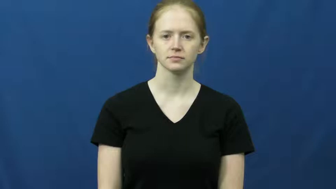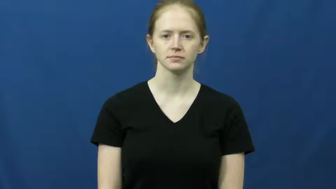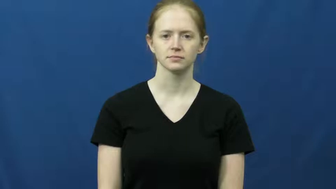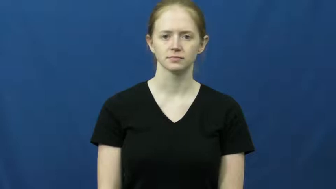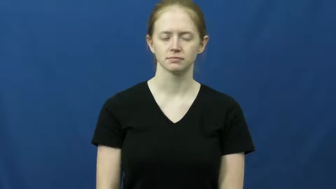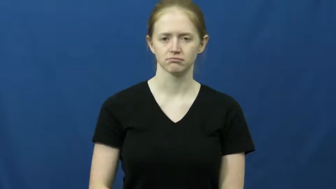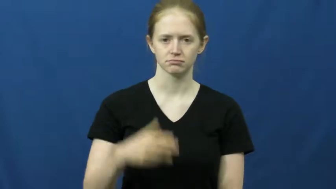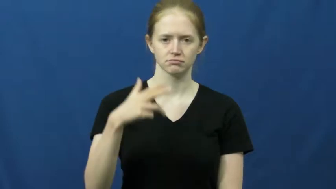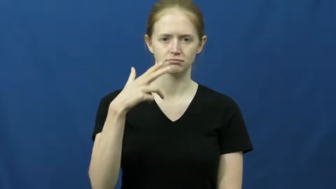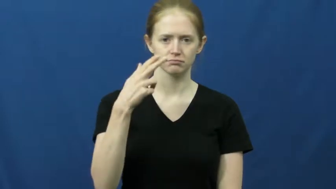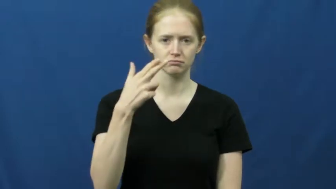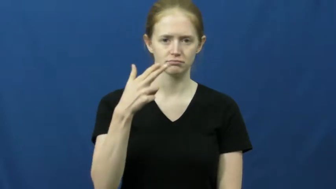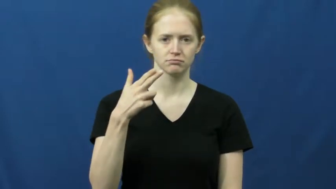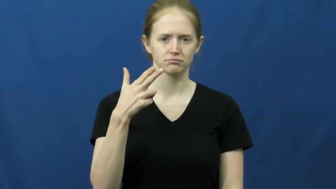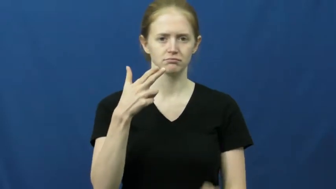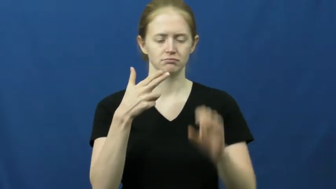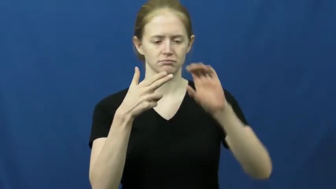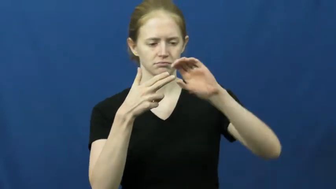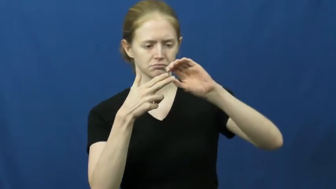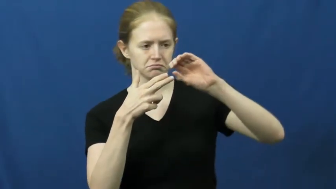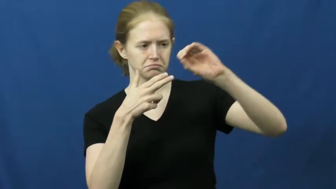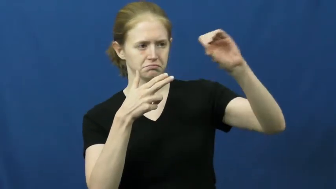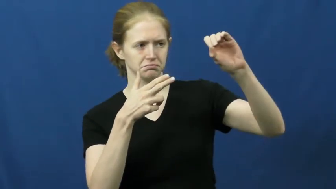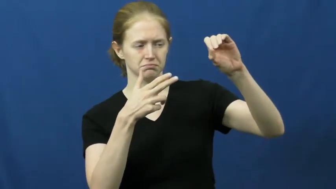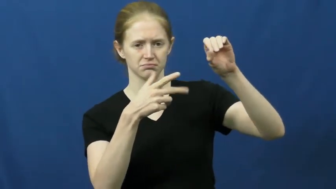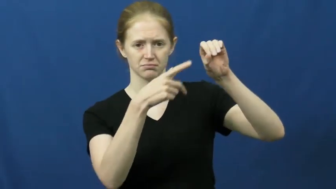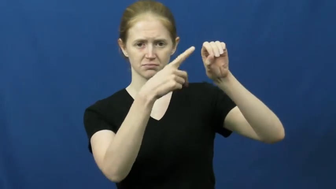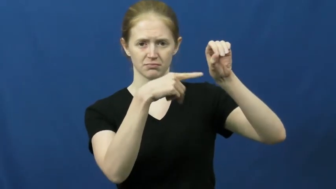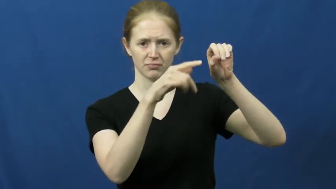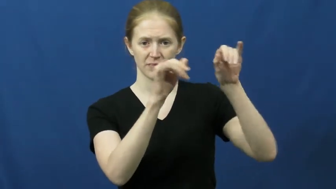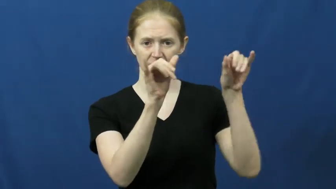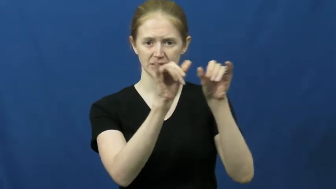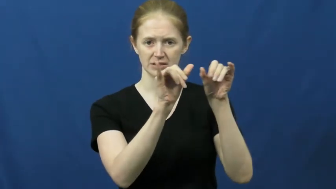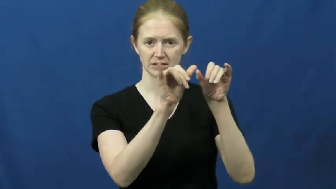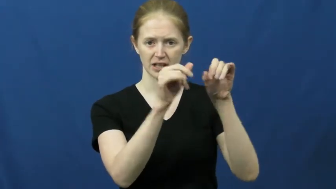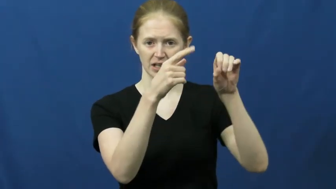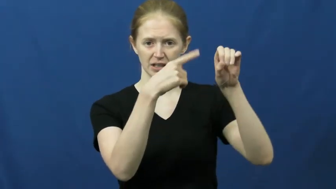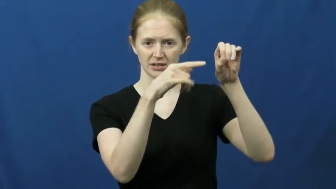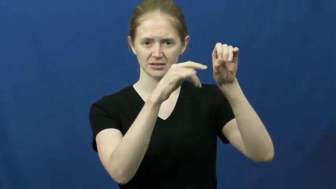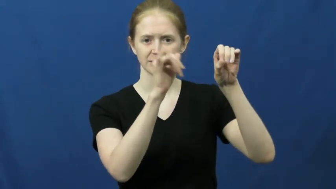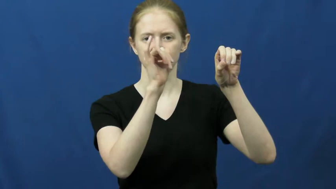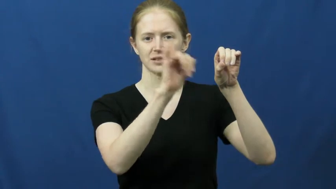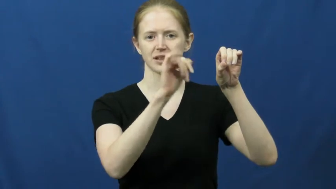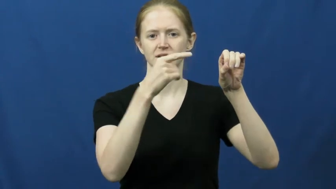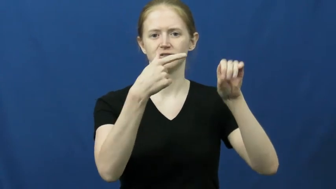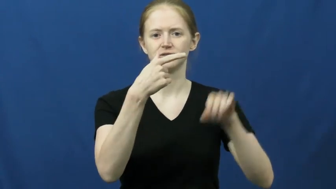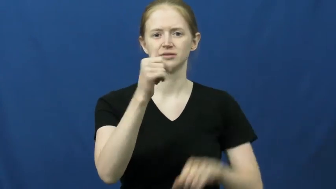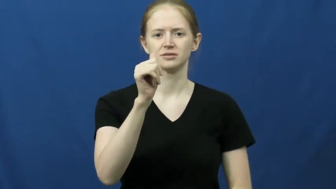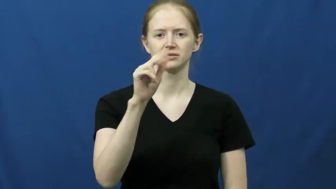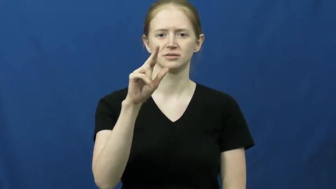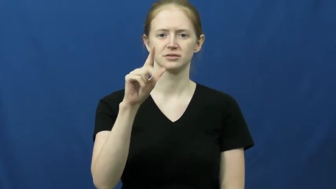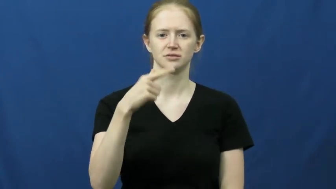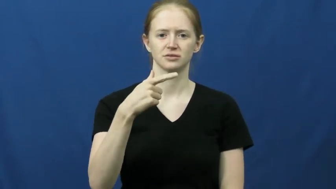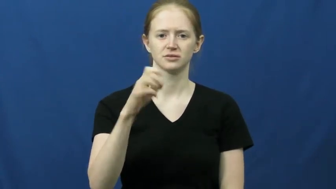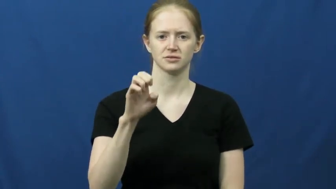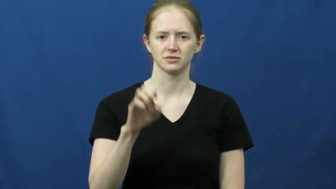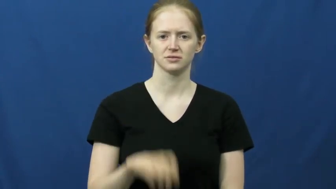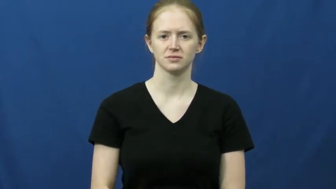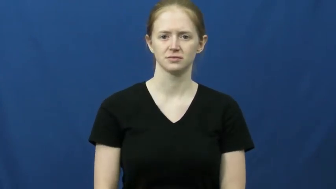gauge-barrell